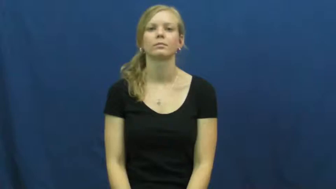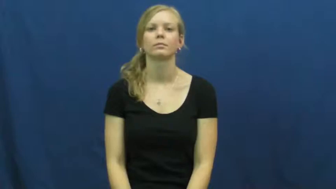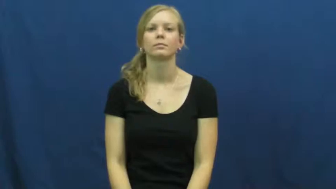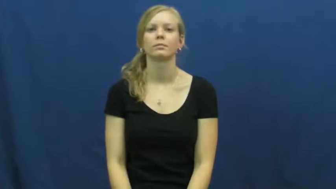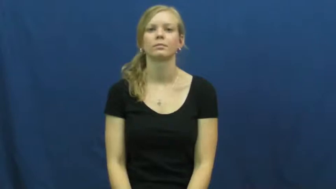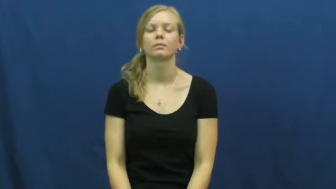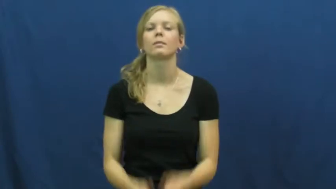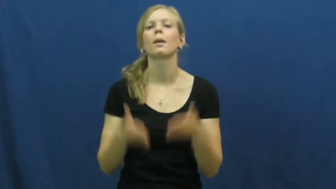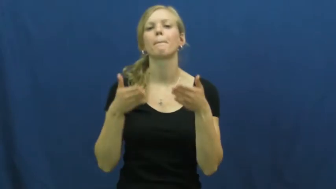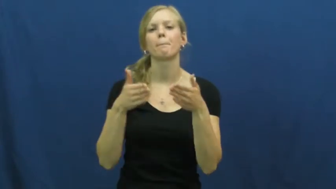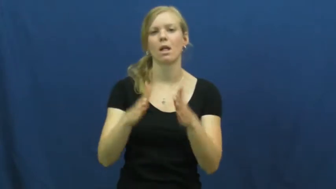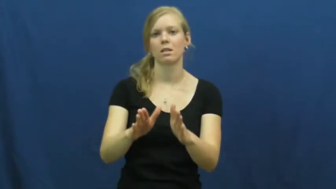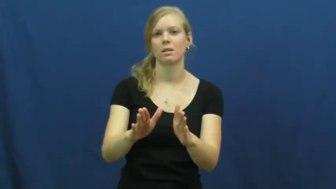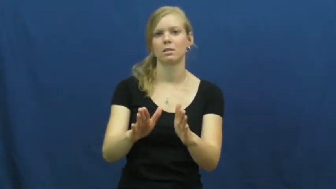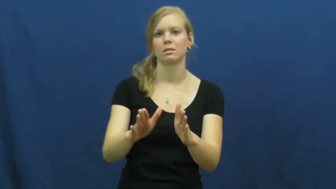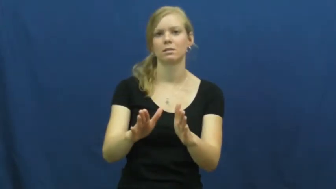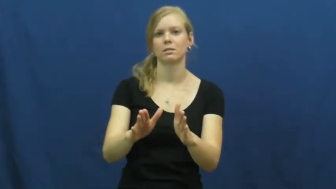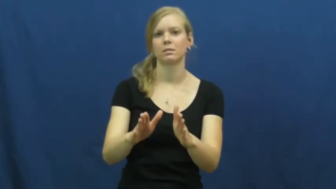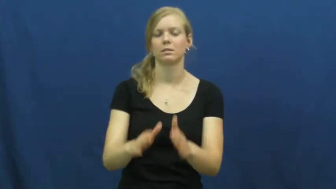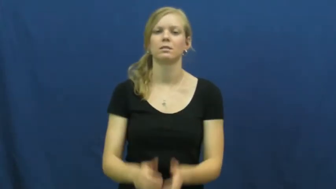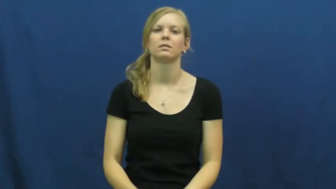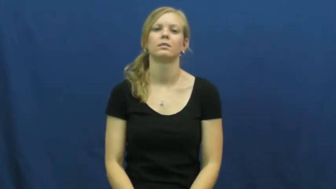method,manner,fashion